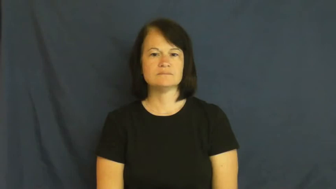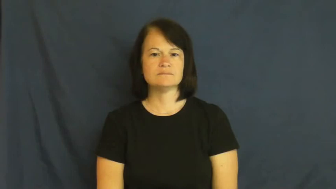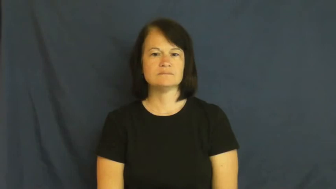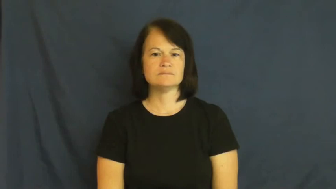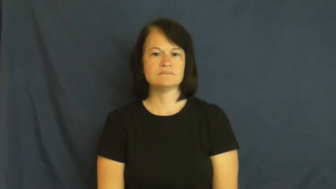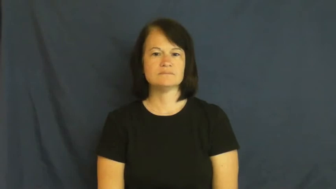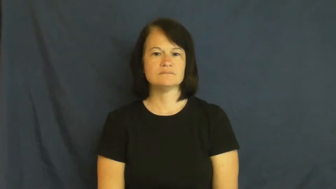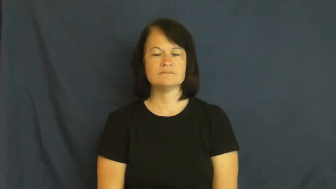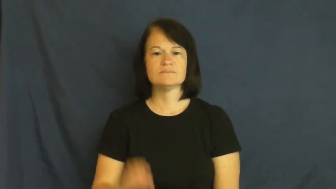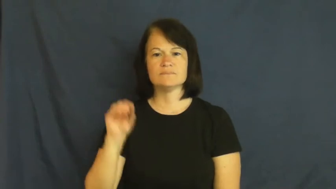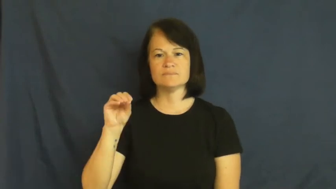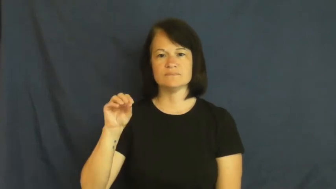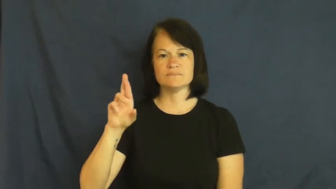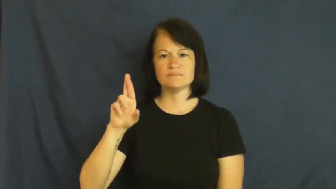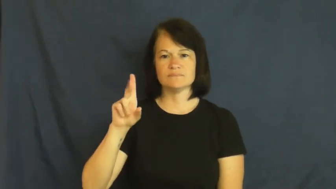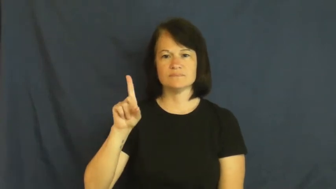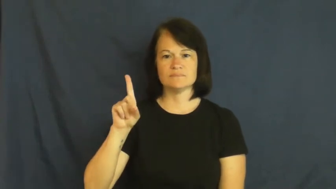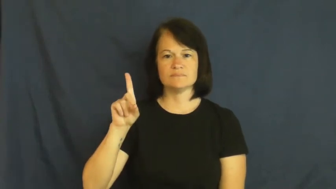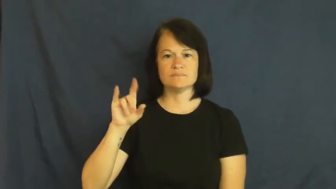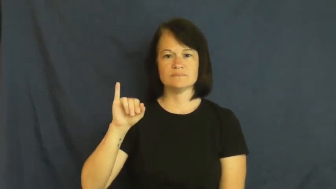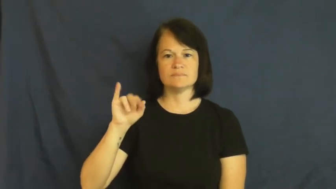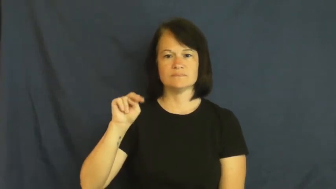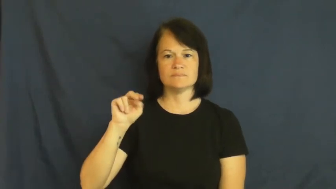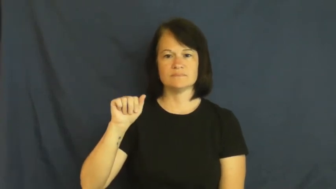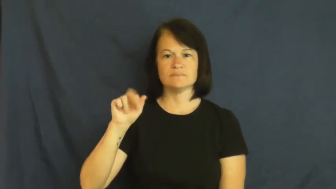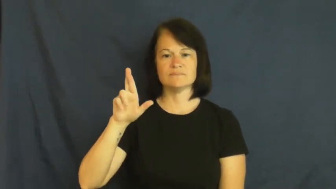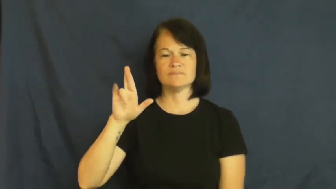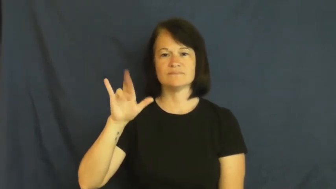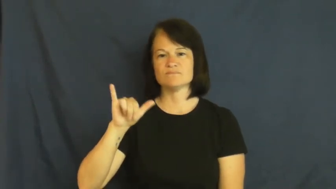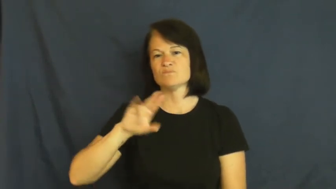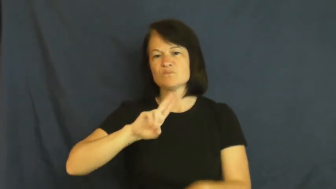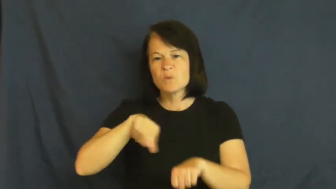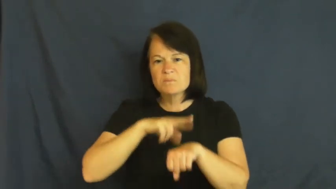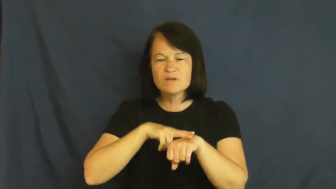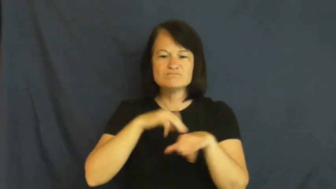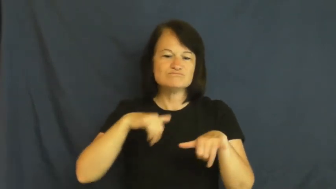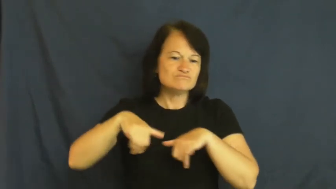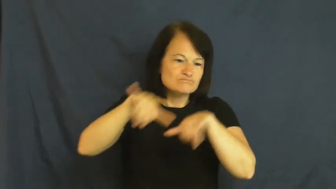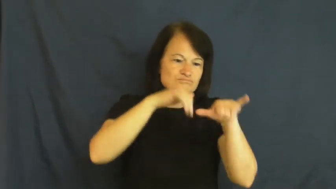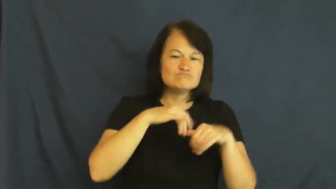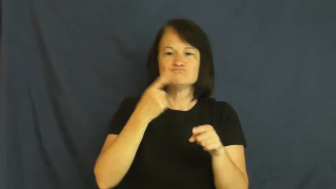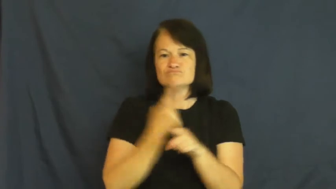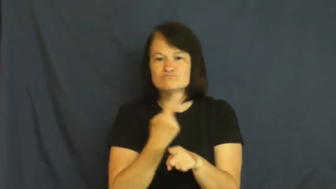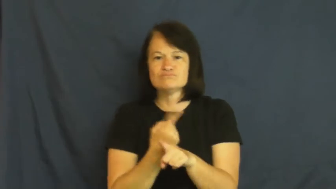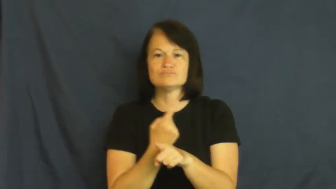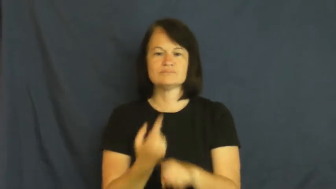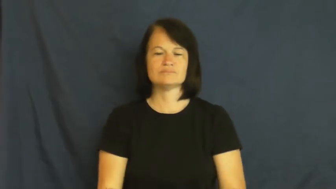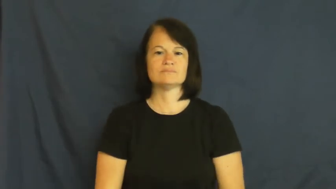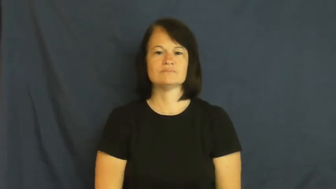ordinary